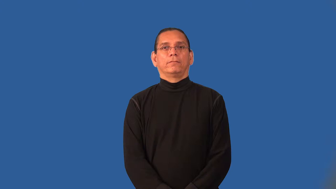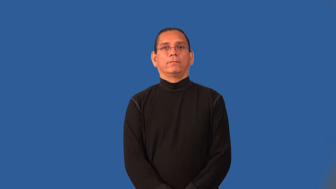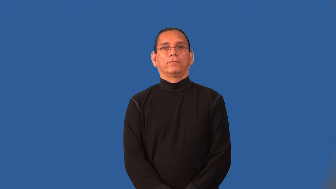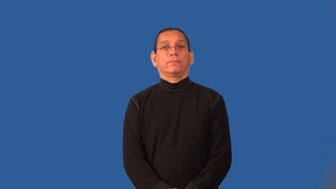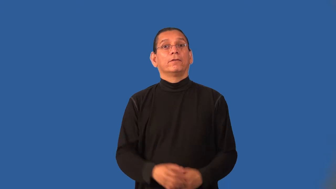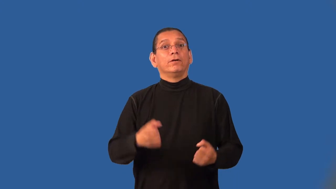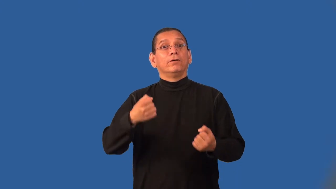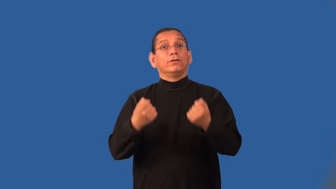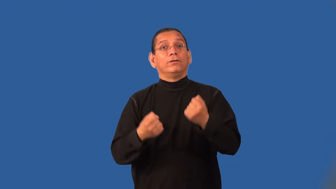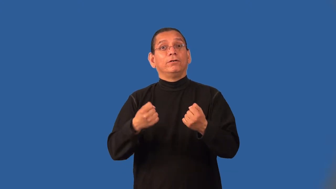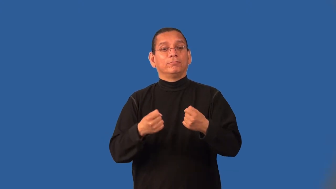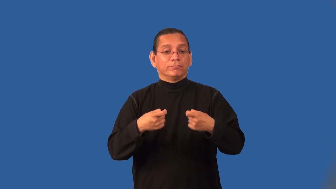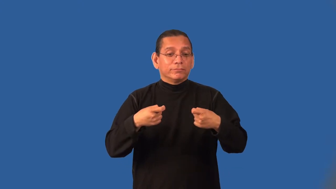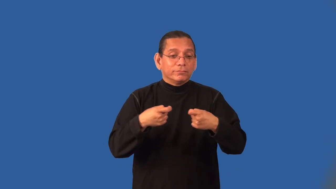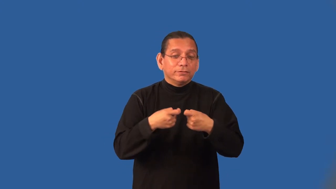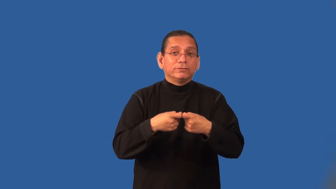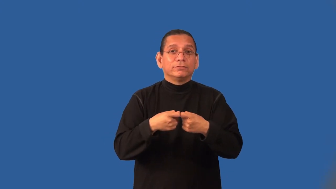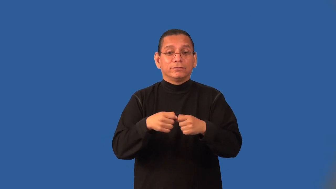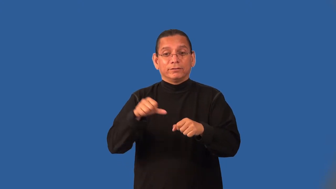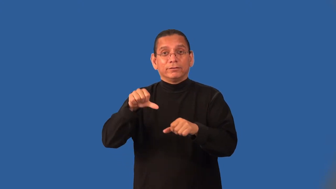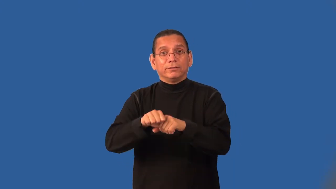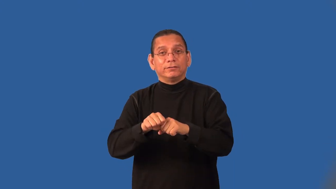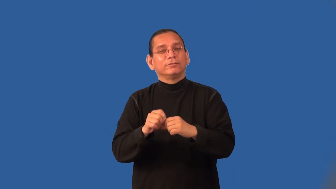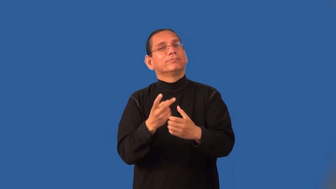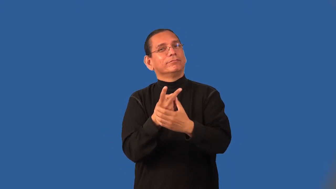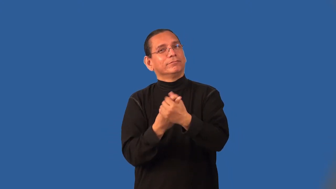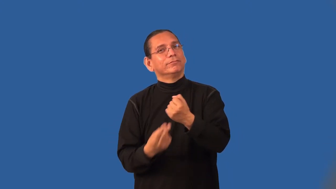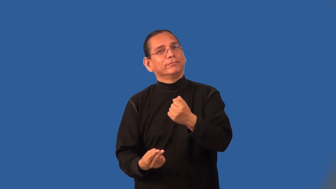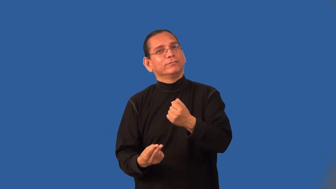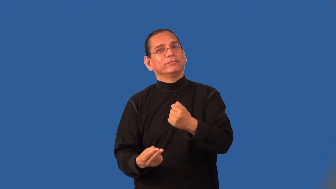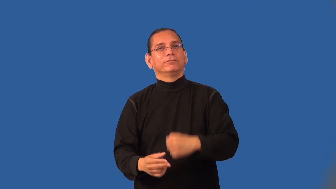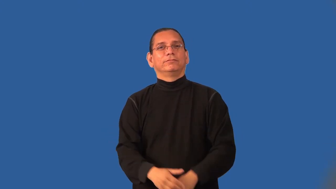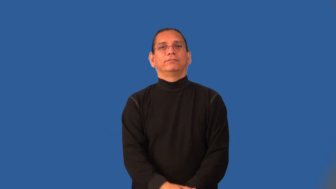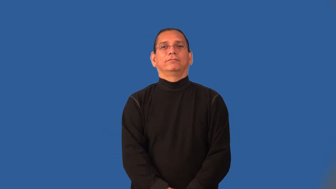hybrid-car